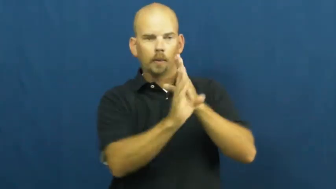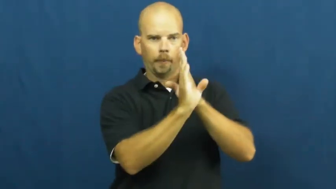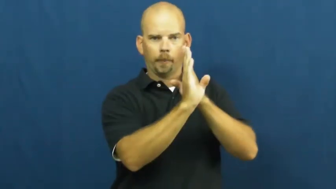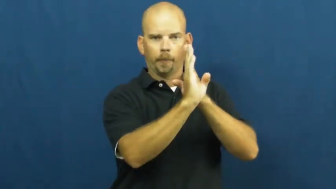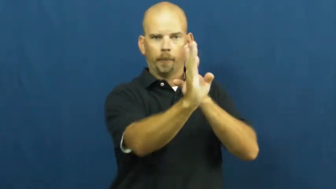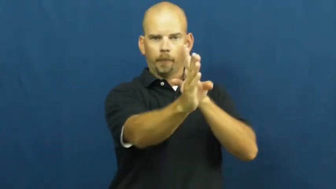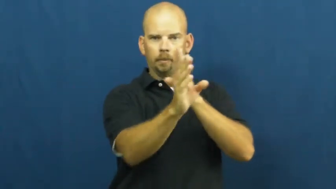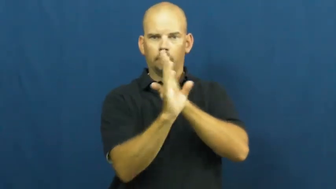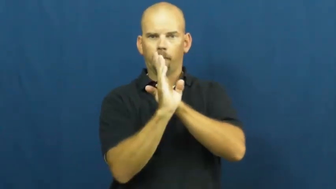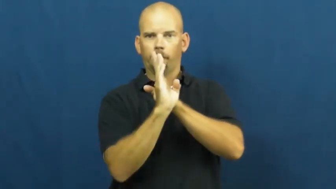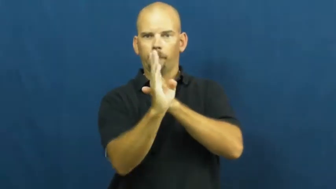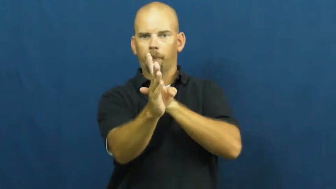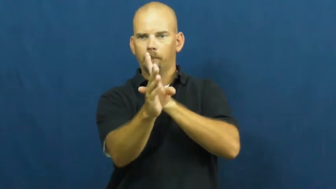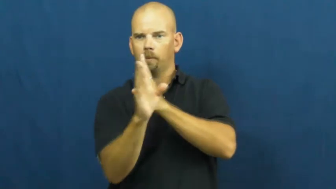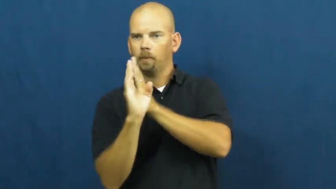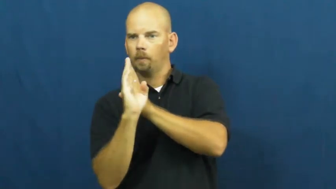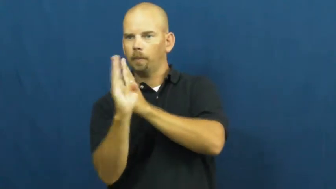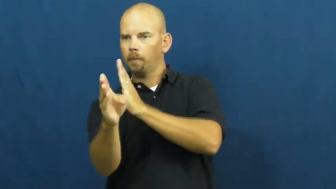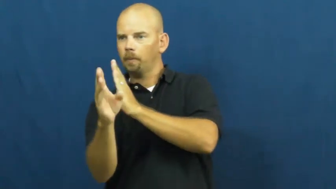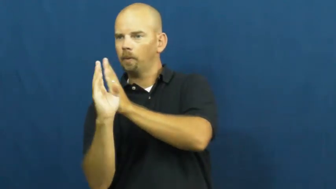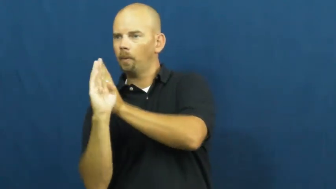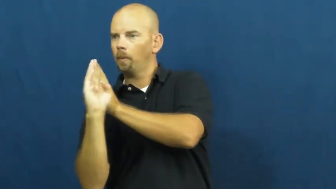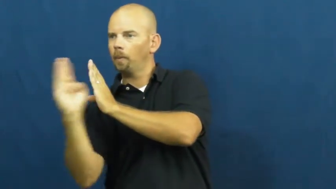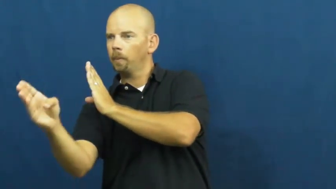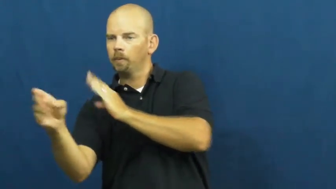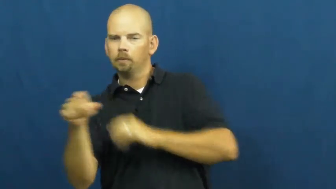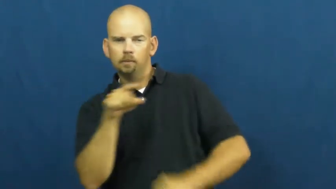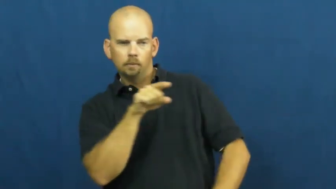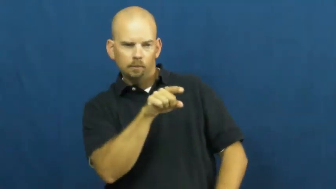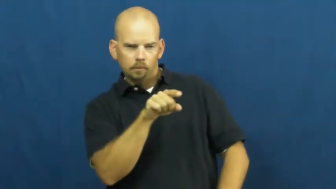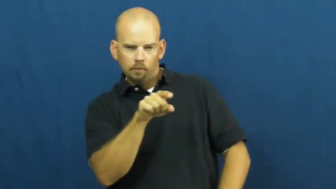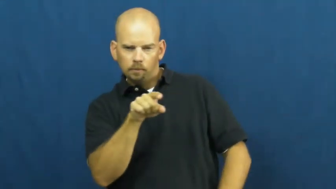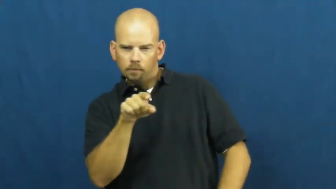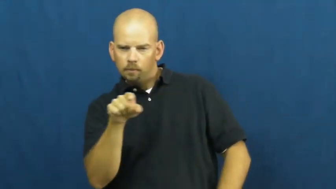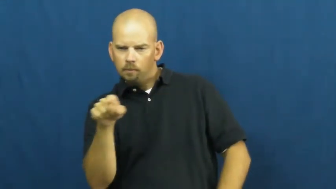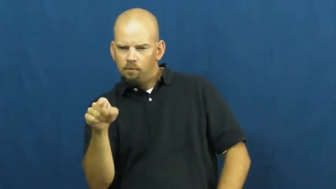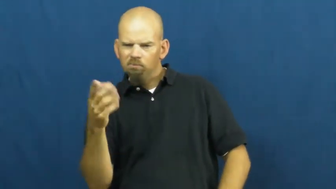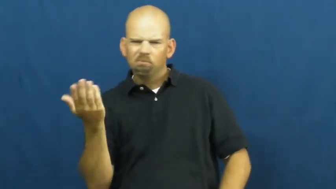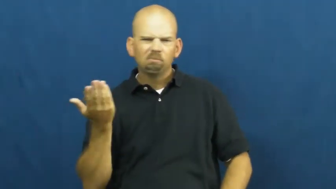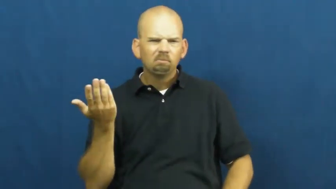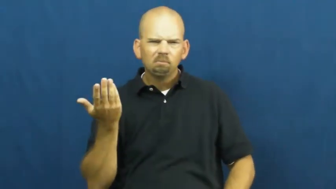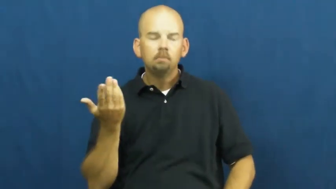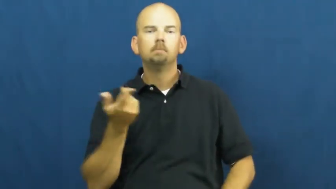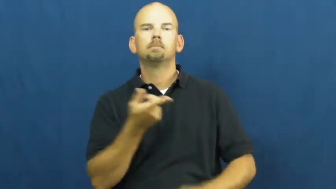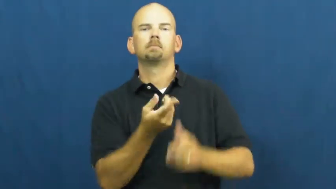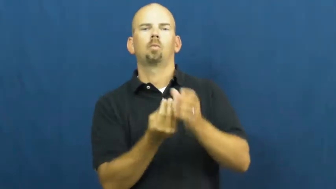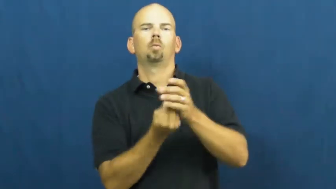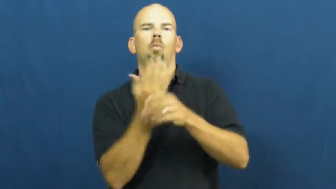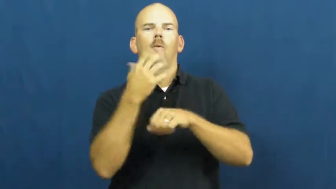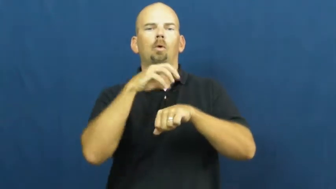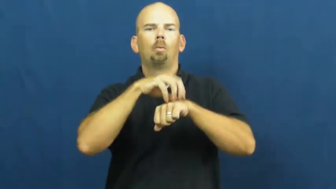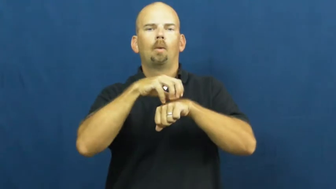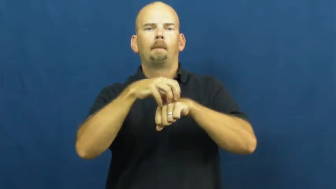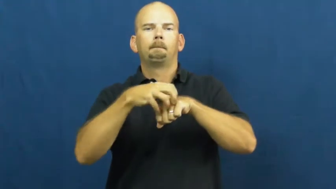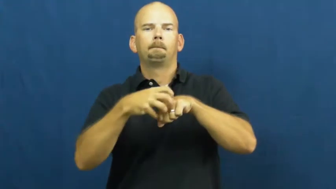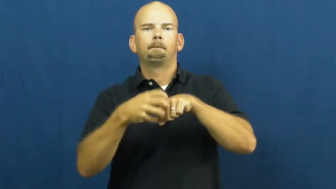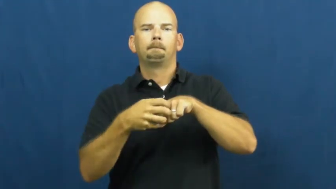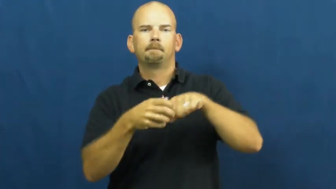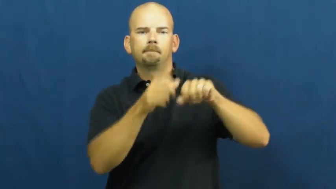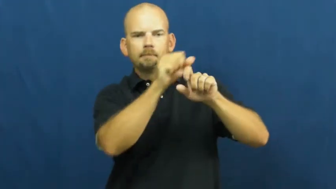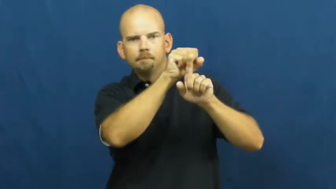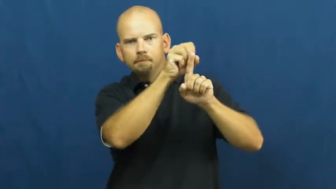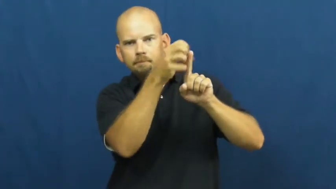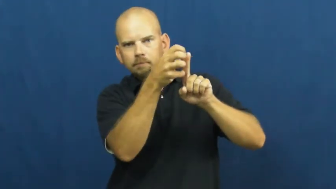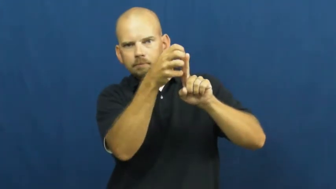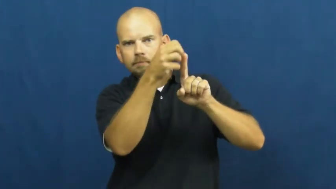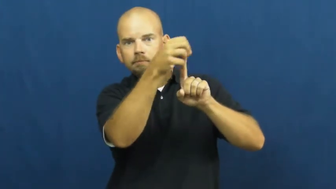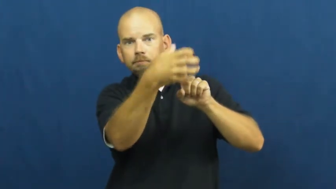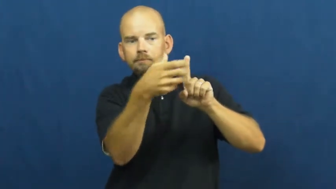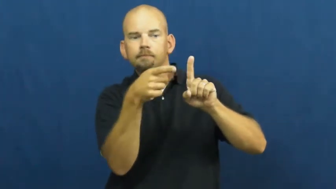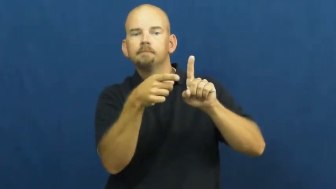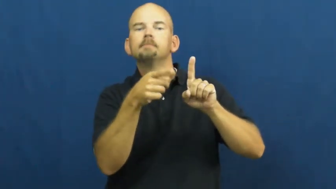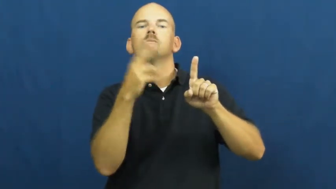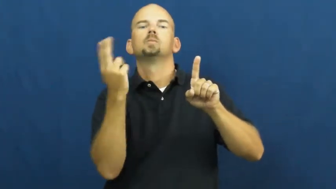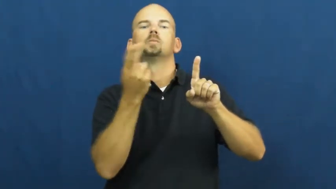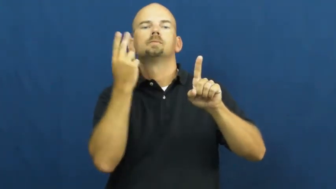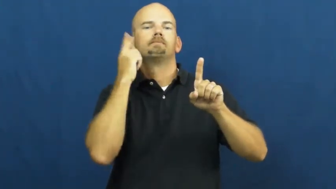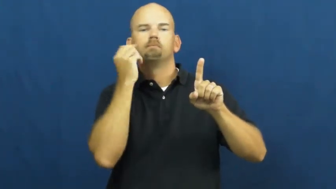vineyard